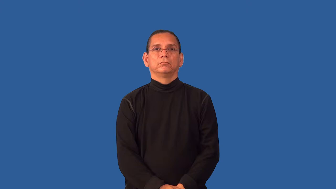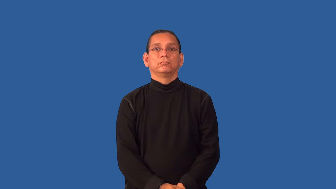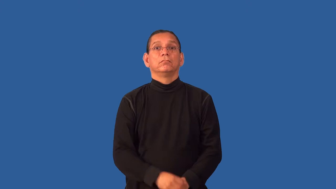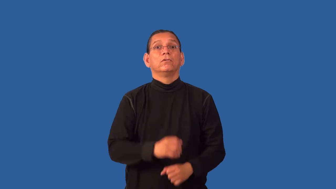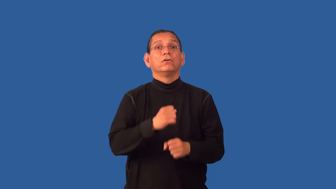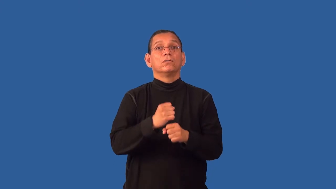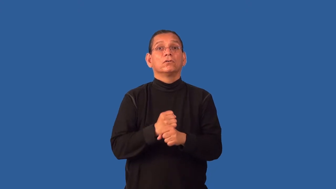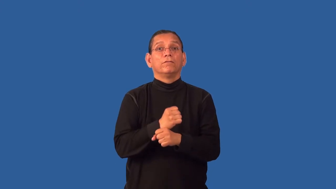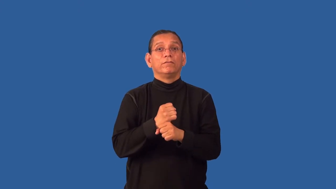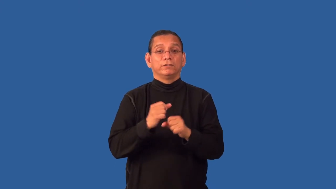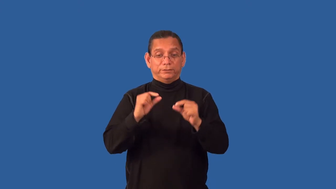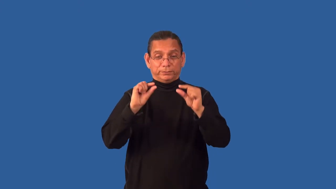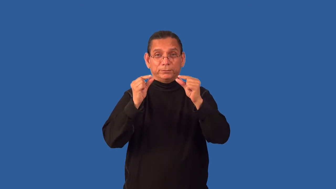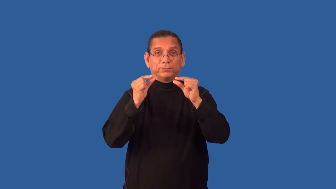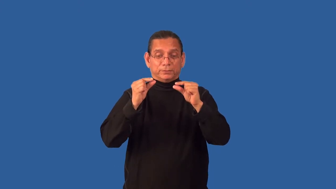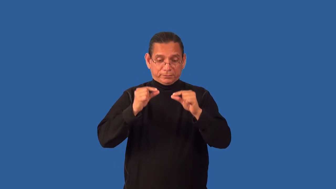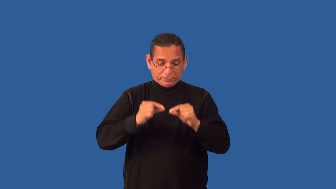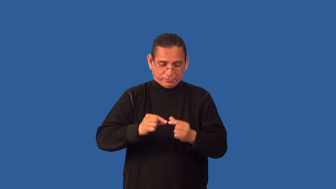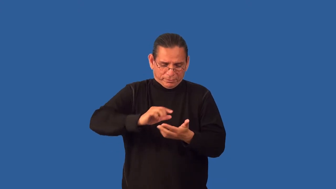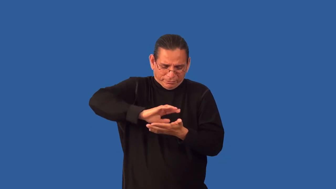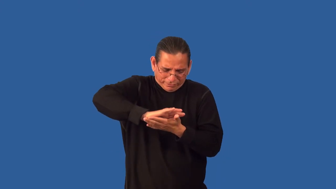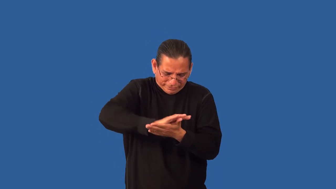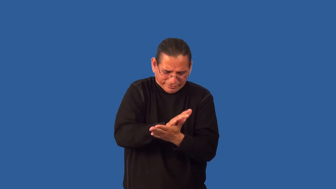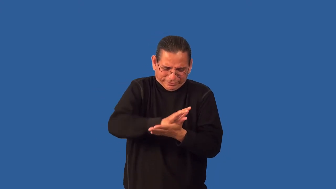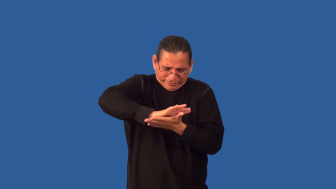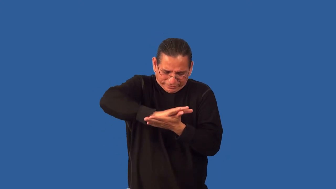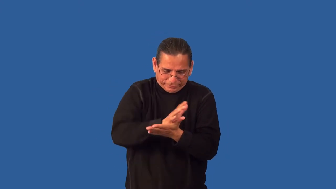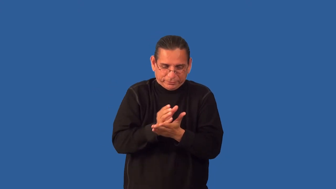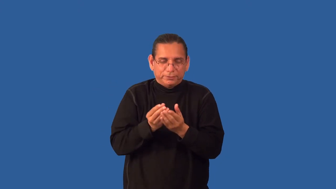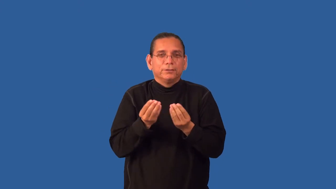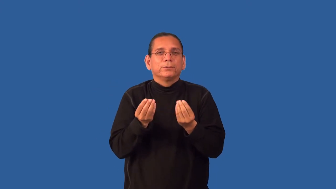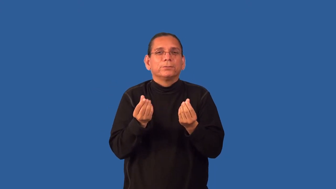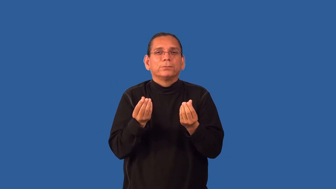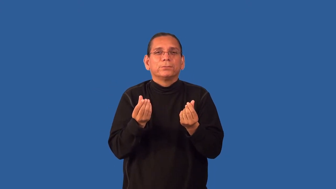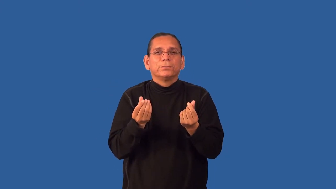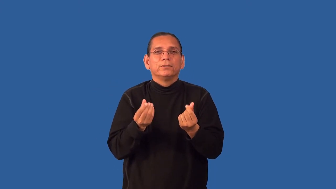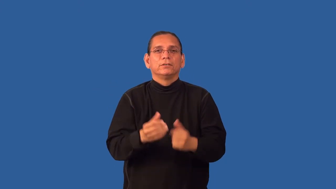grounds-coffee